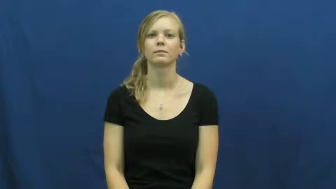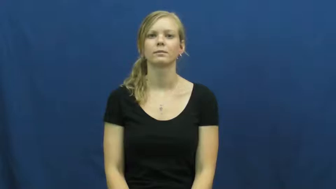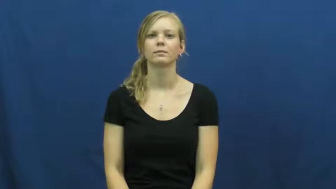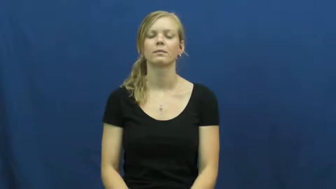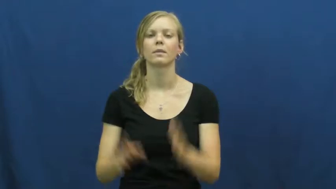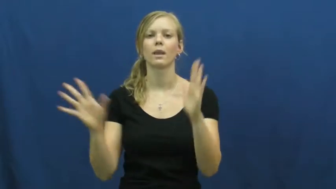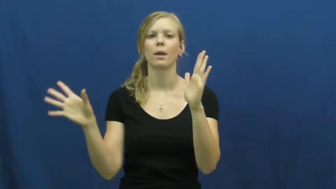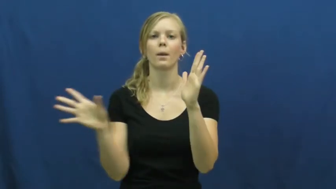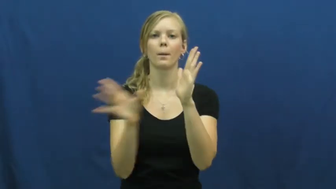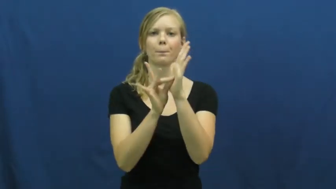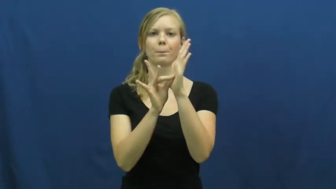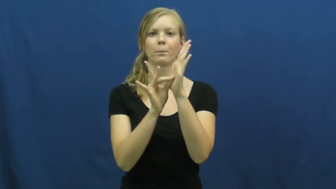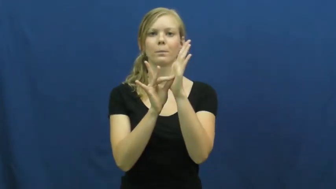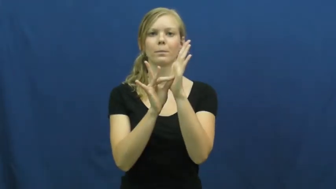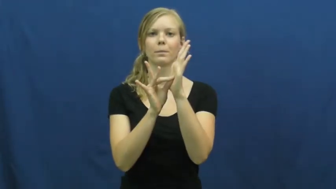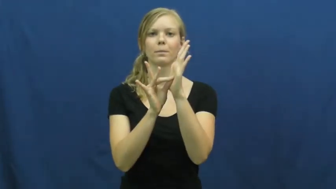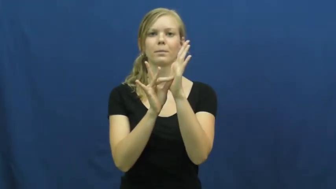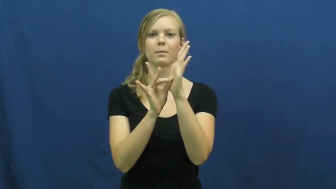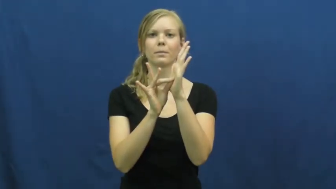magnet,ferromagnetic,lodestone